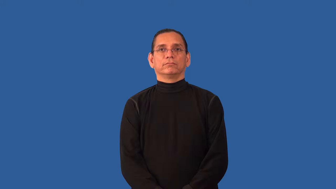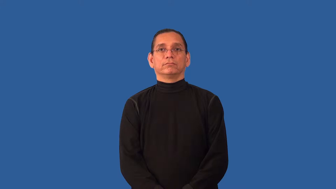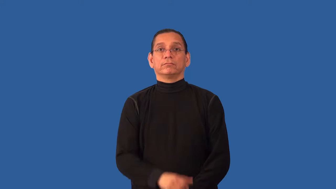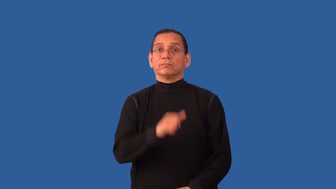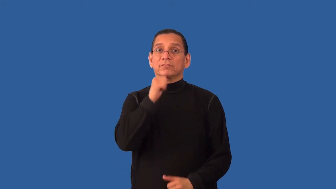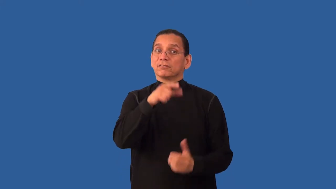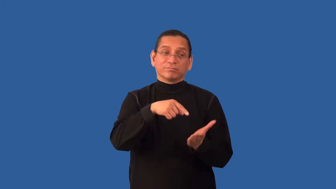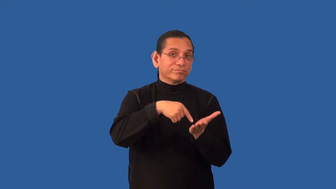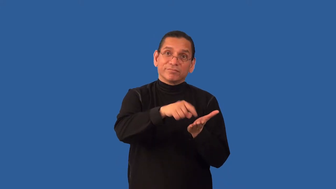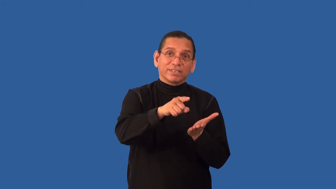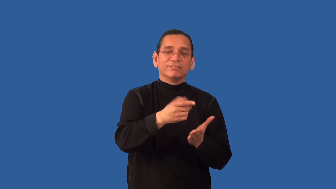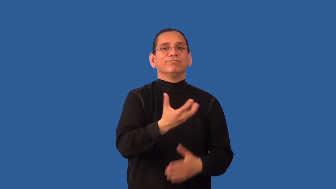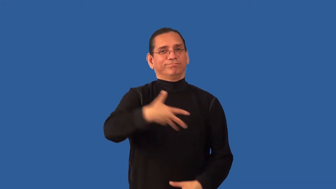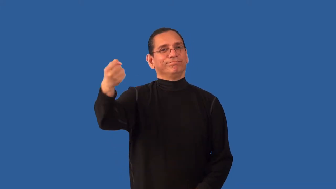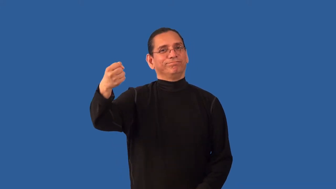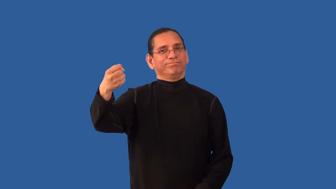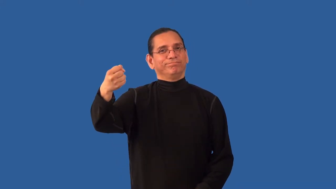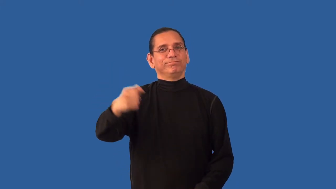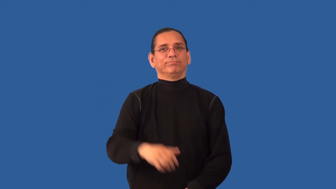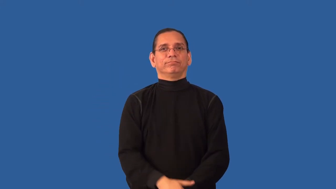lien